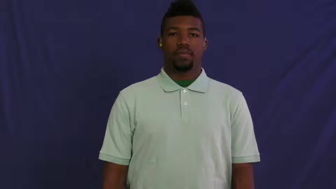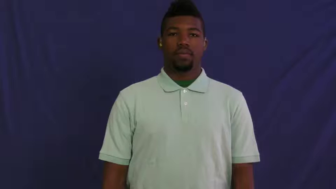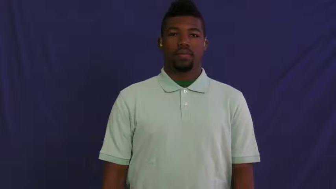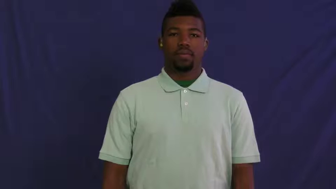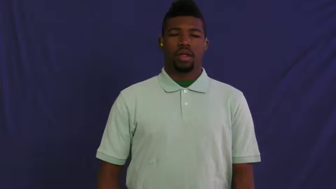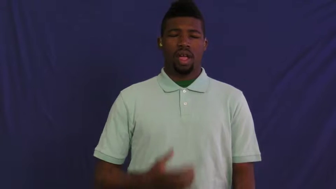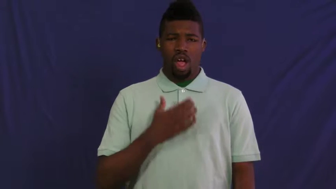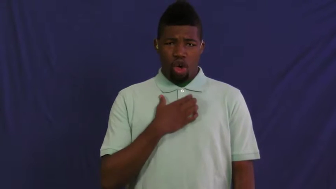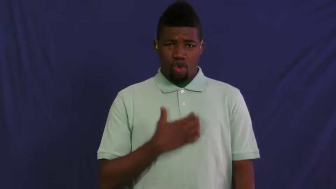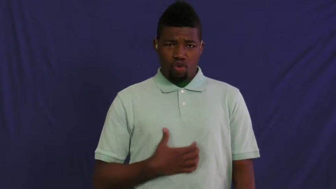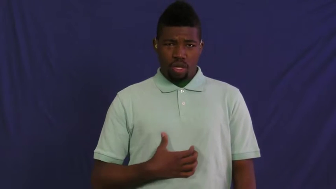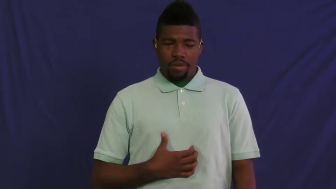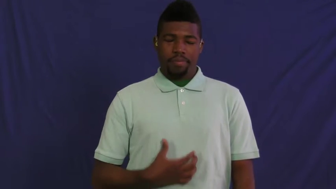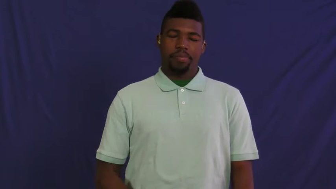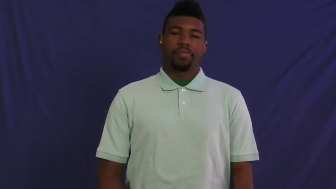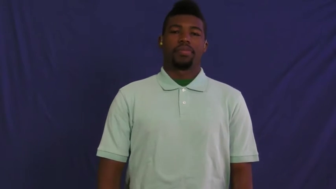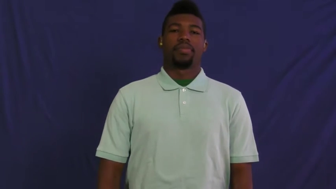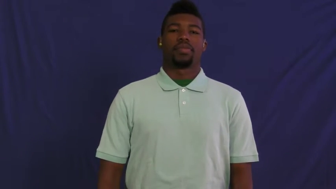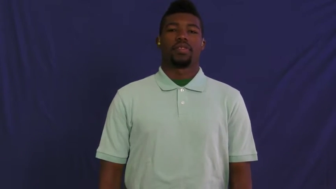hungry-food